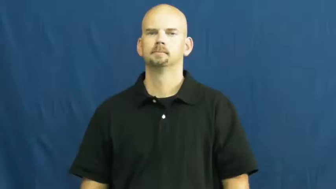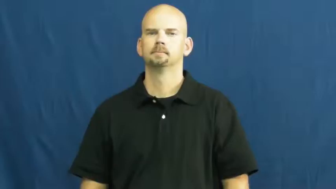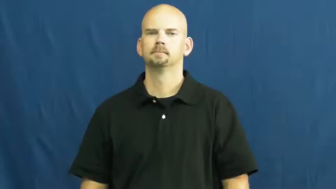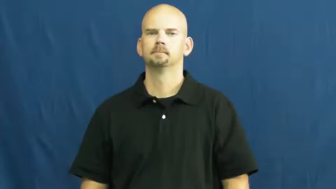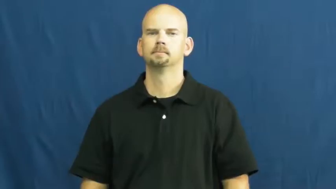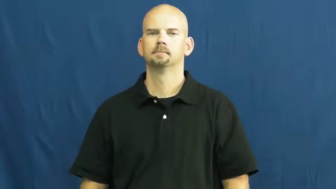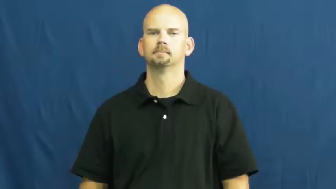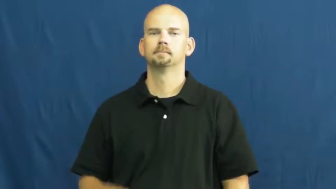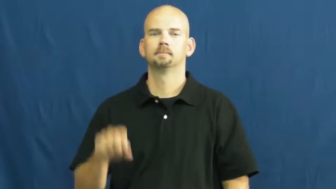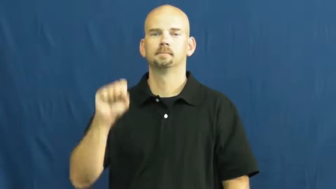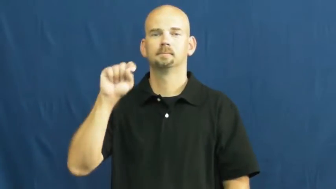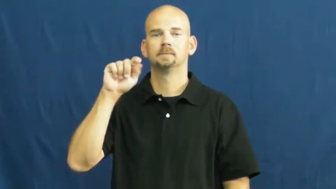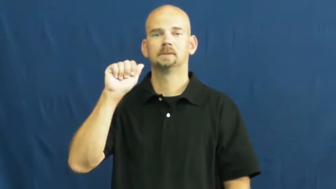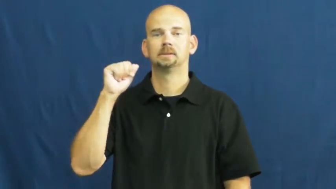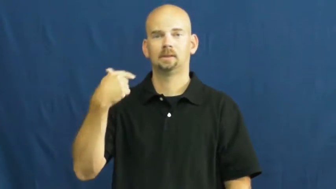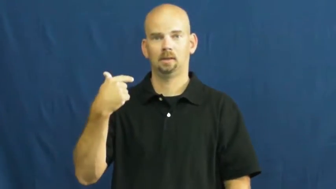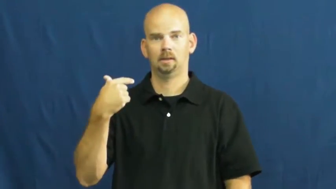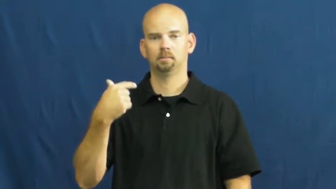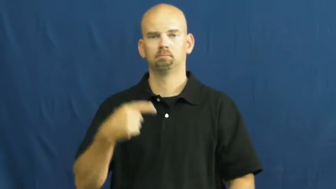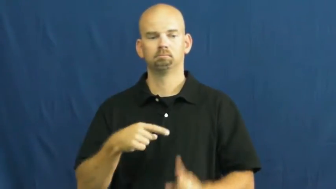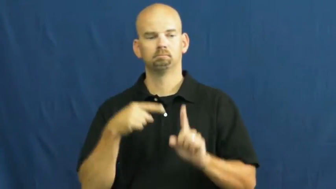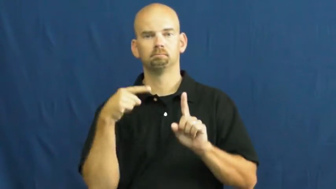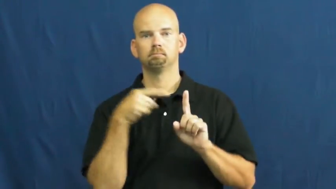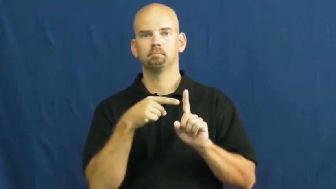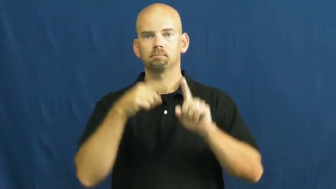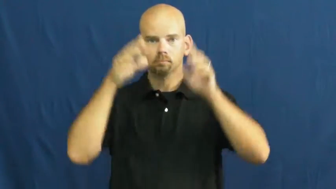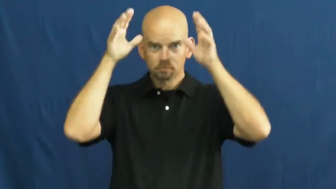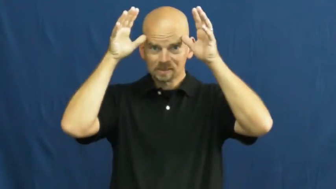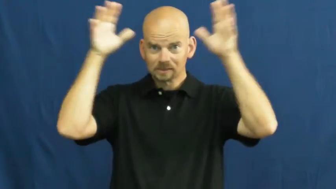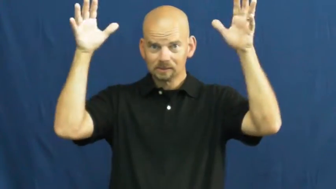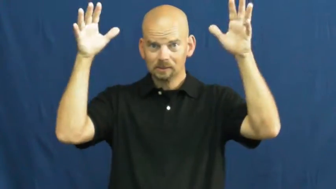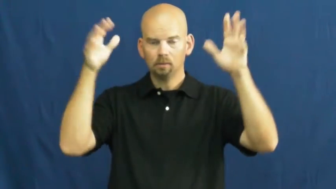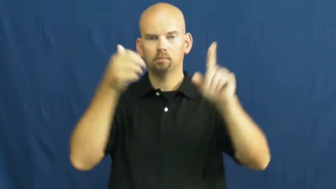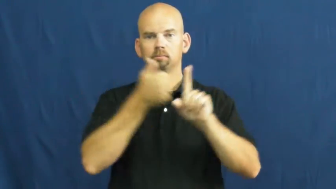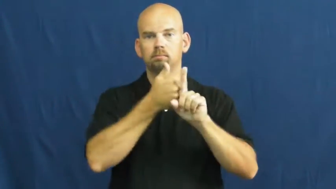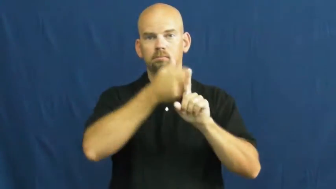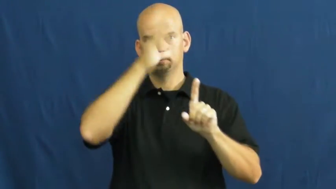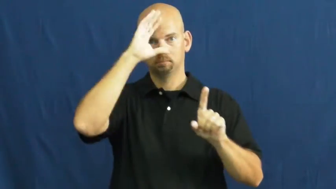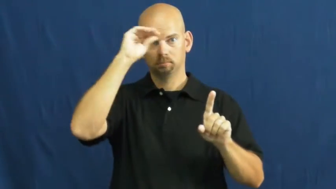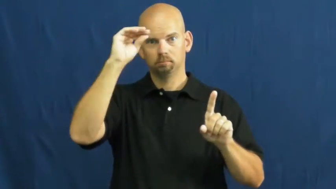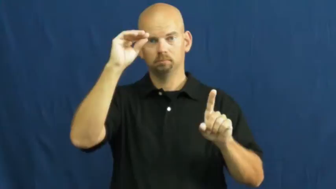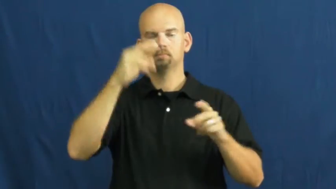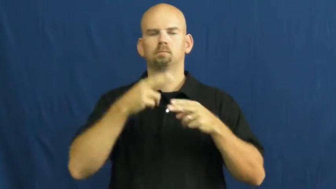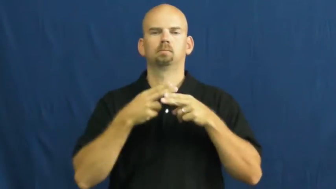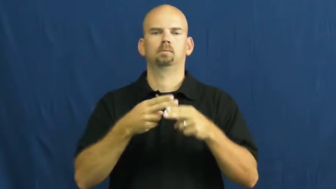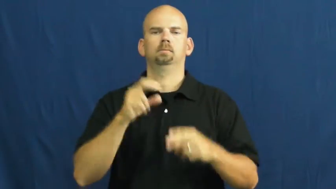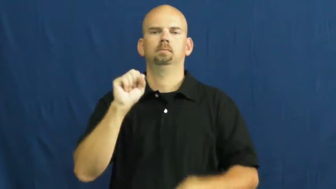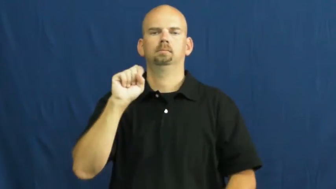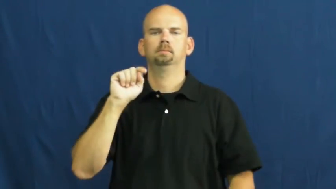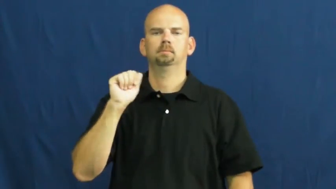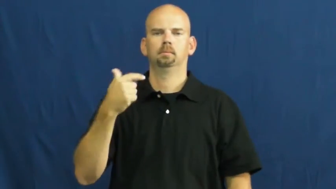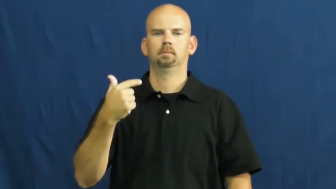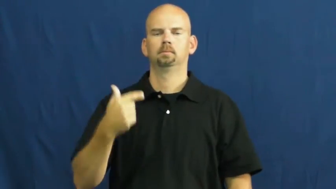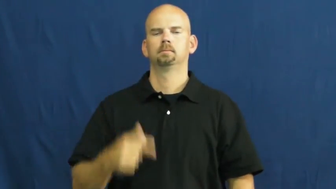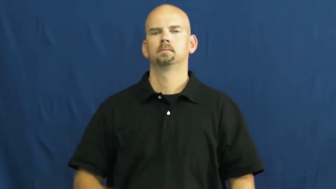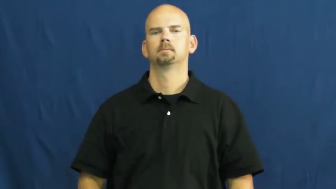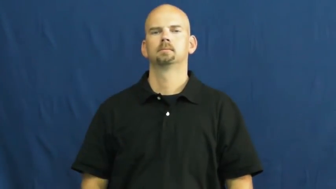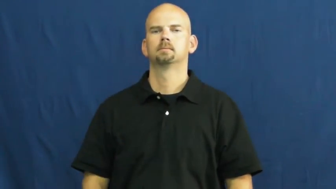stag-deer